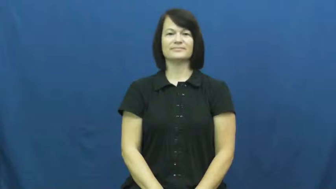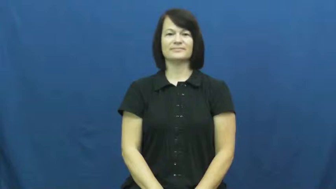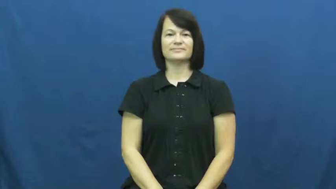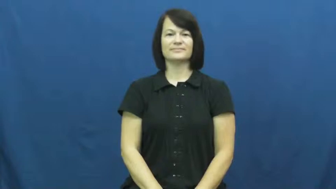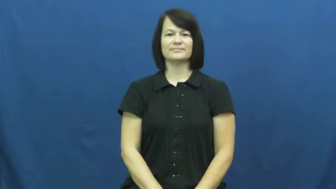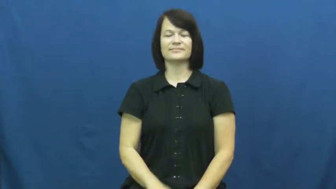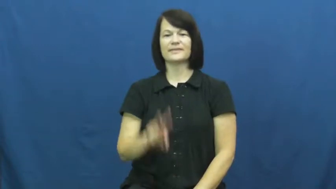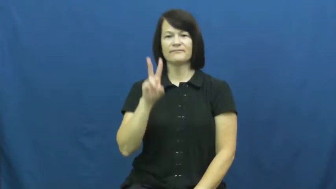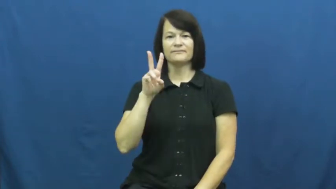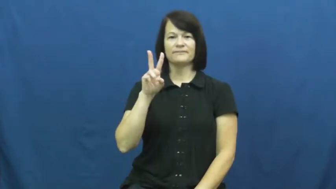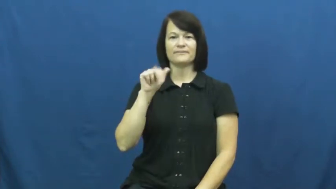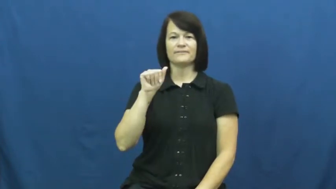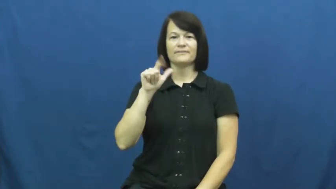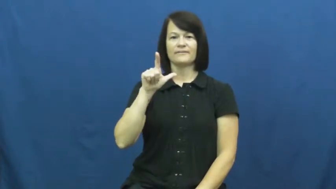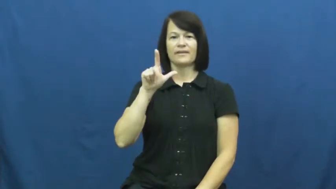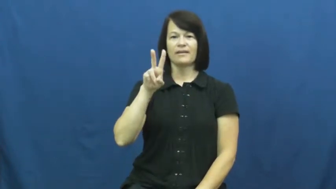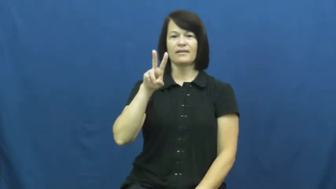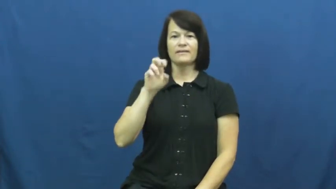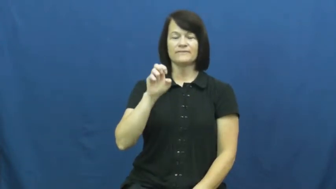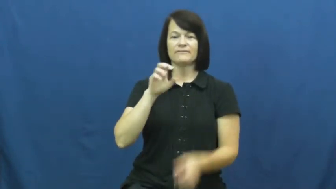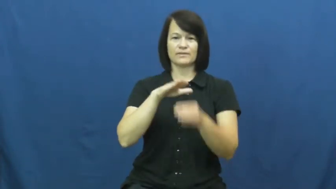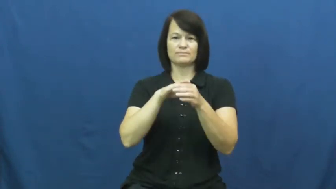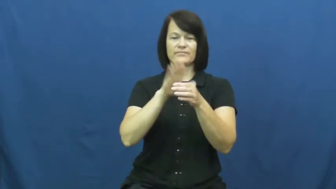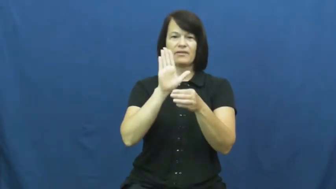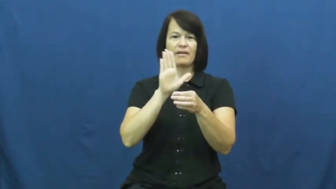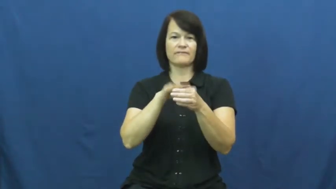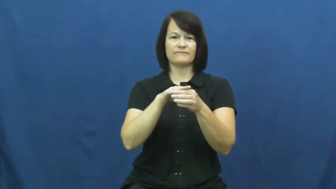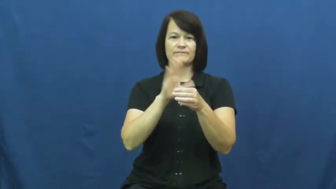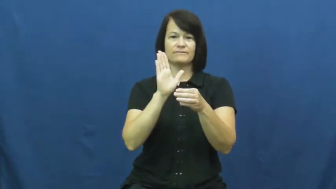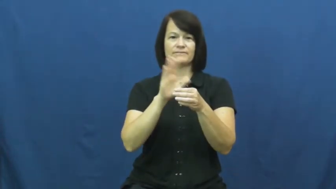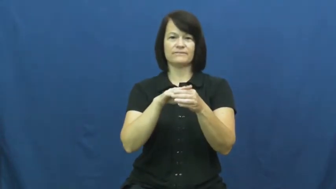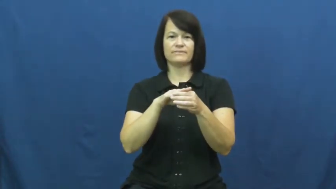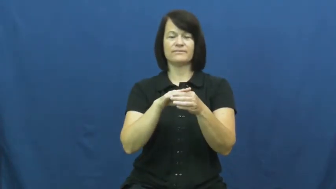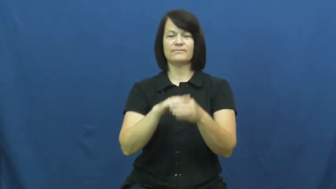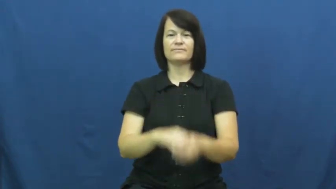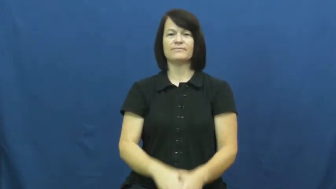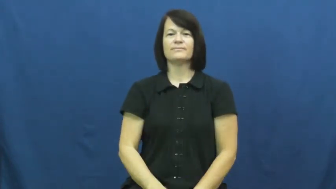valve